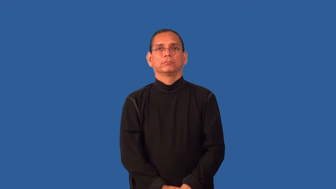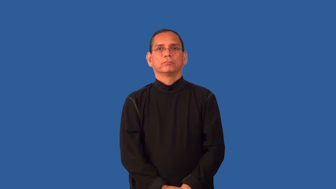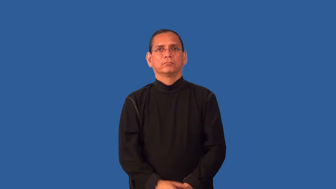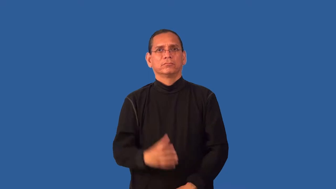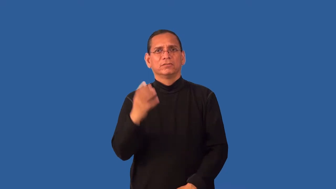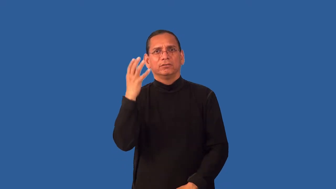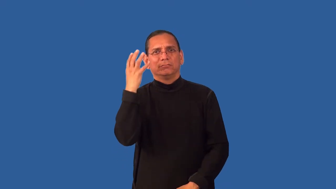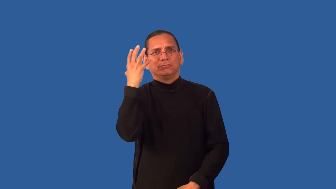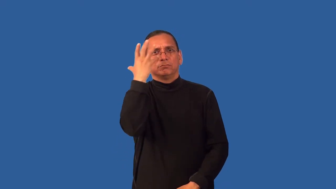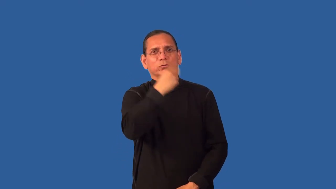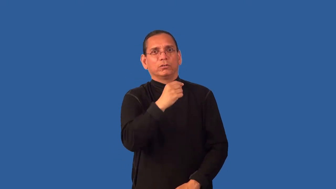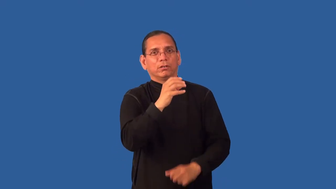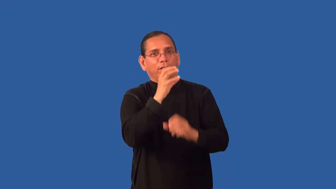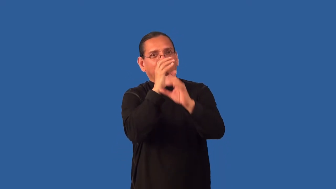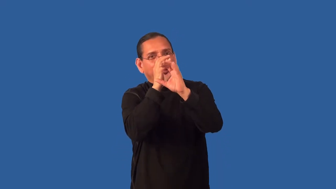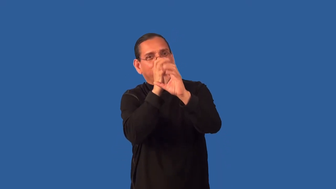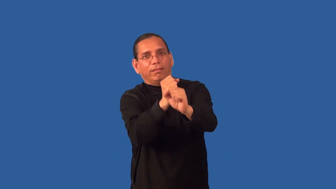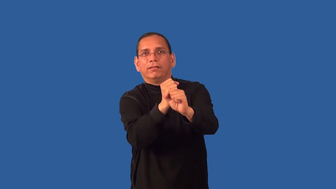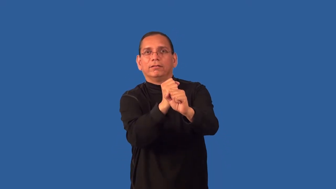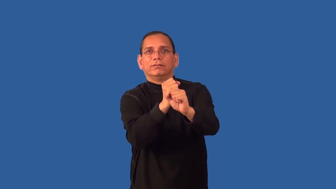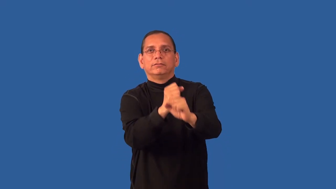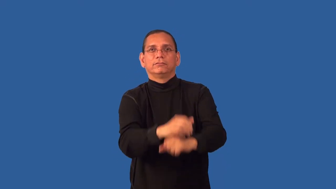dreamy-attractive